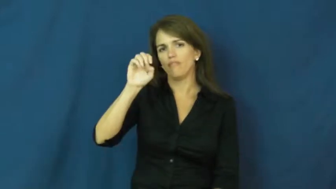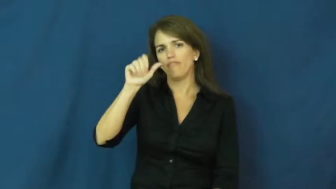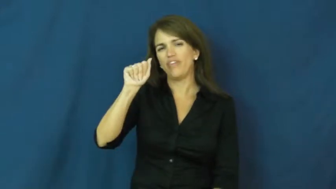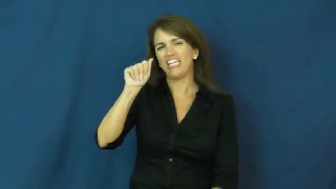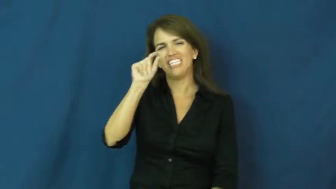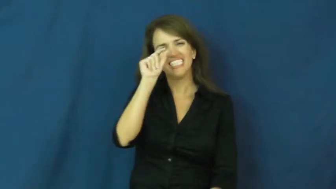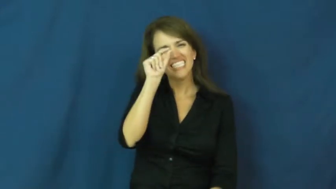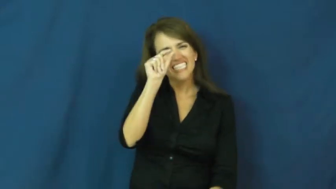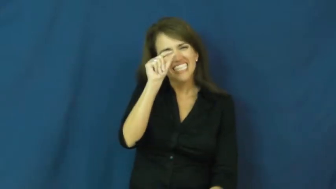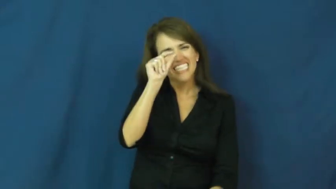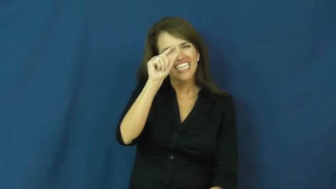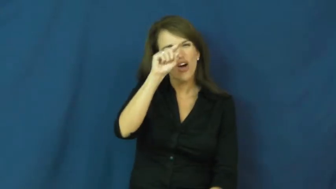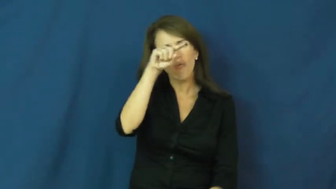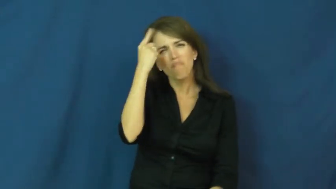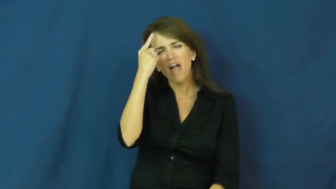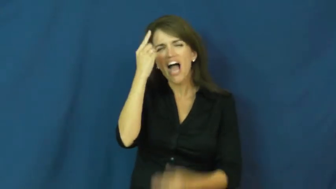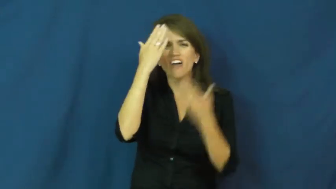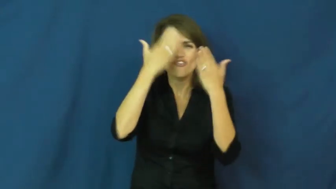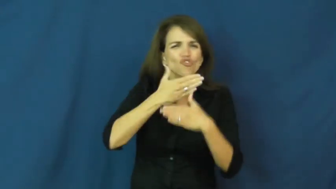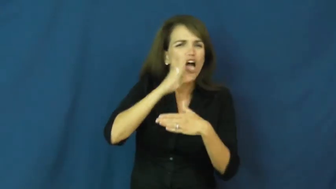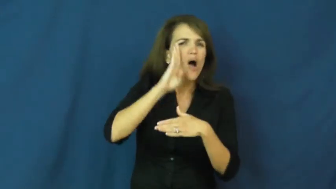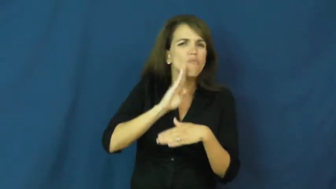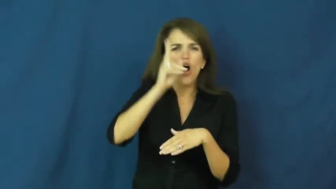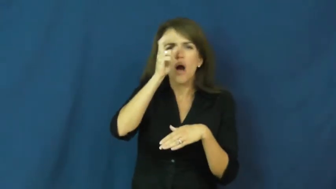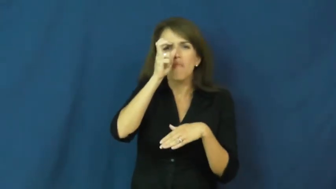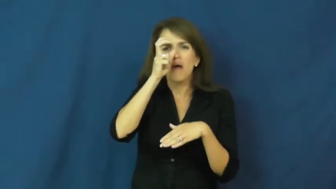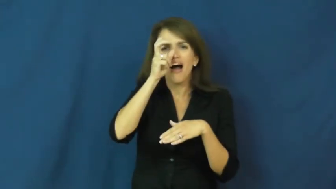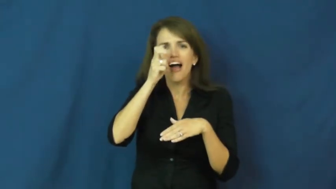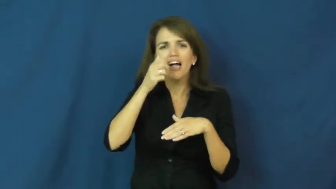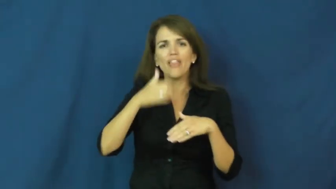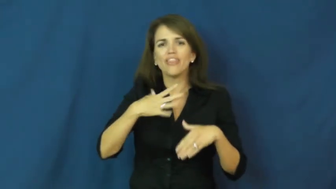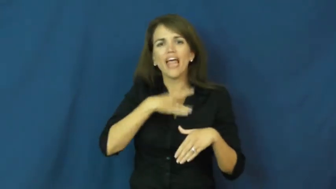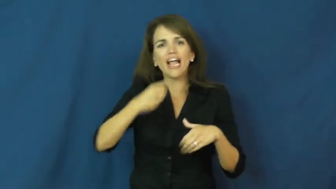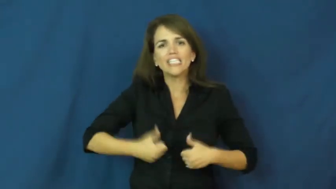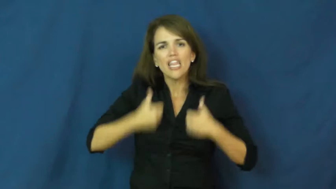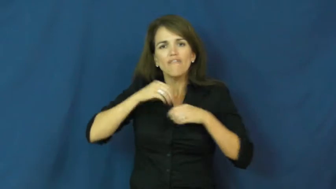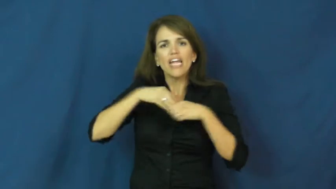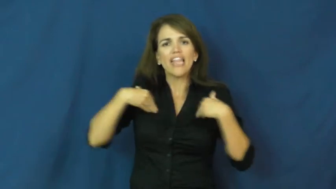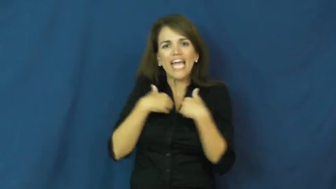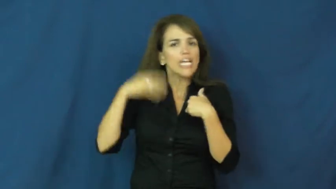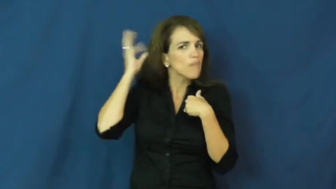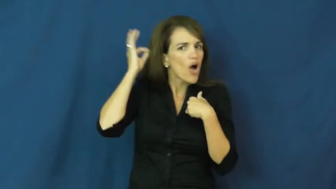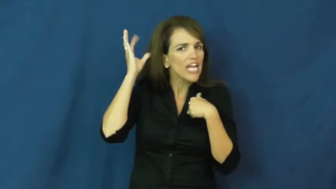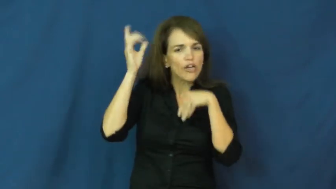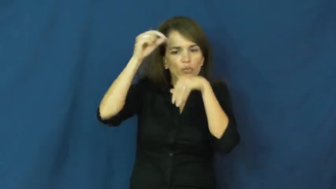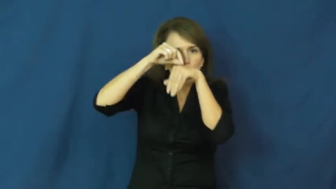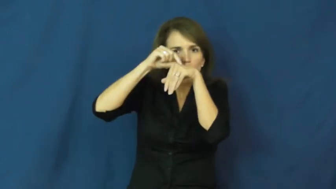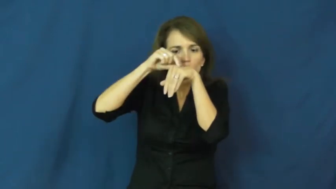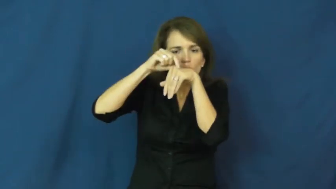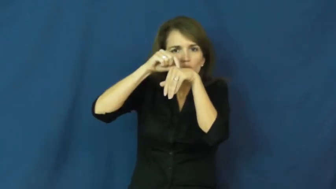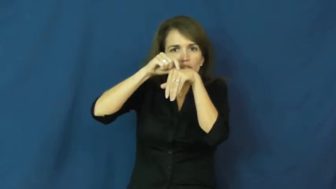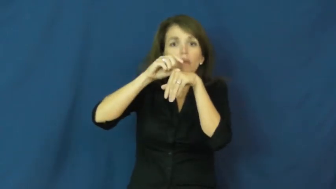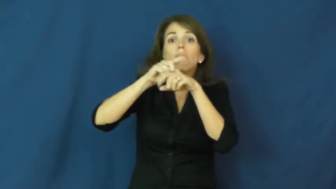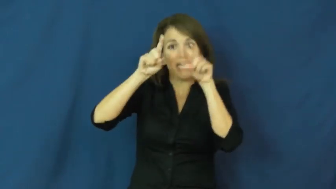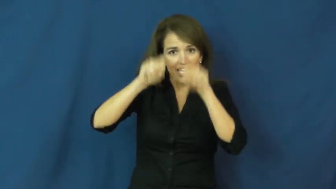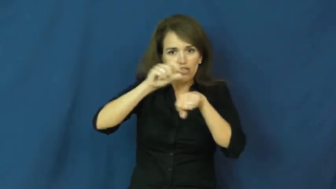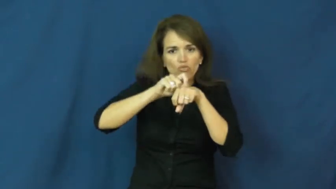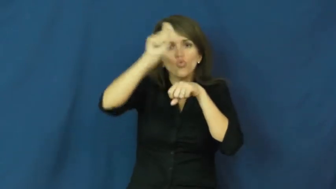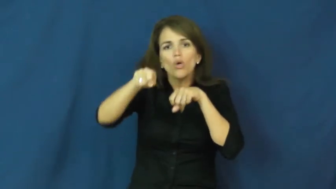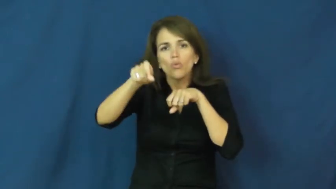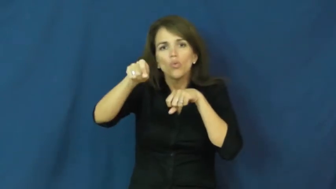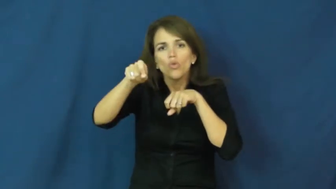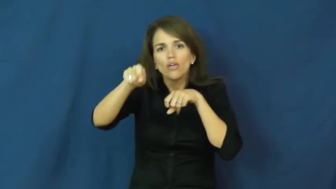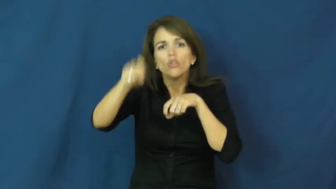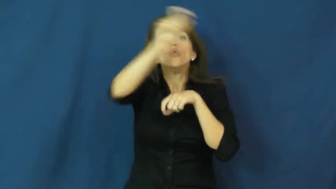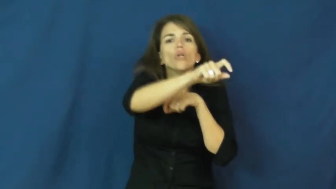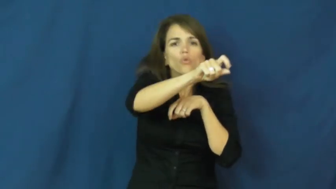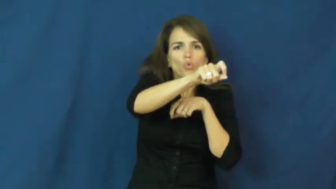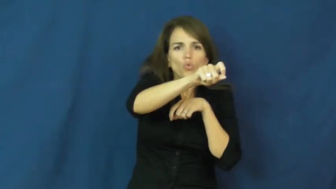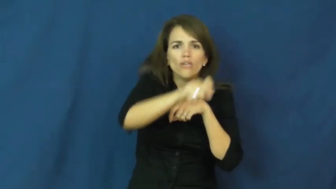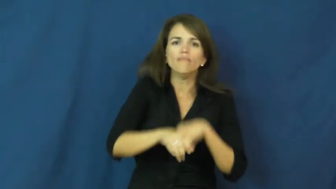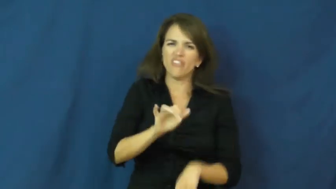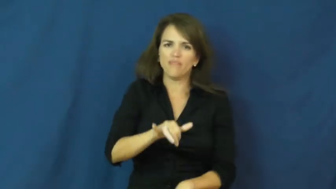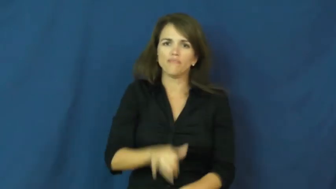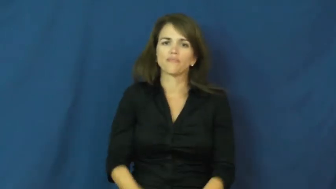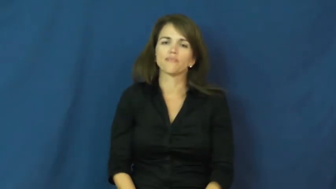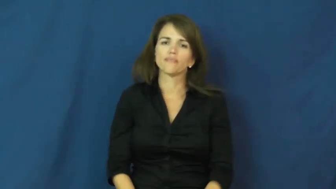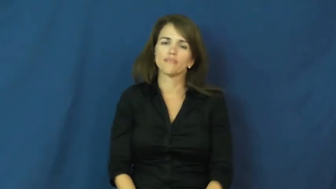flea